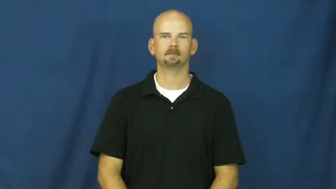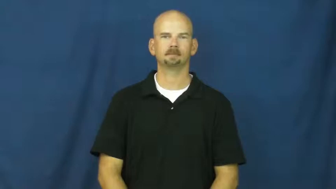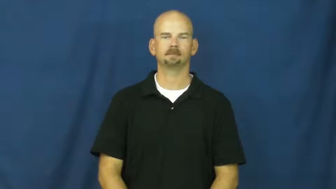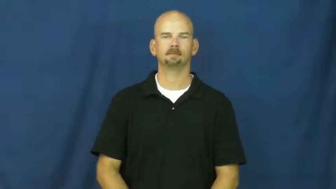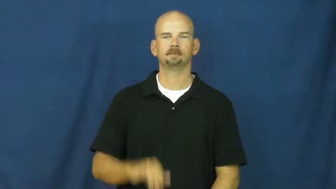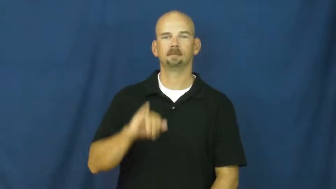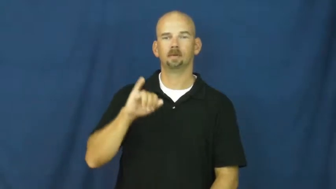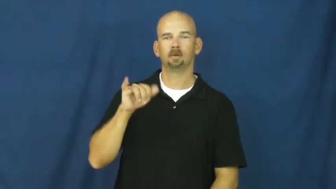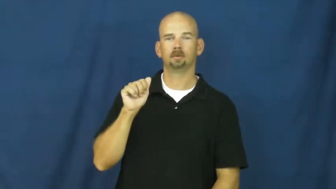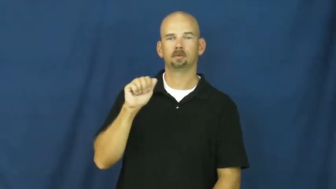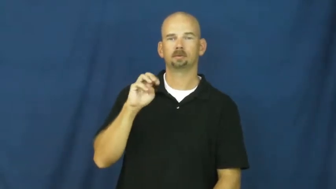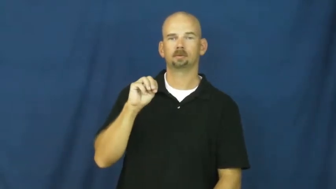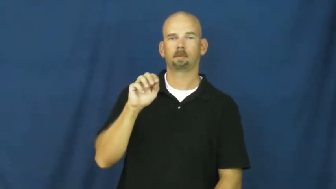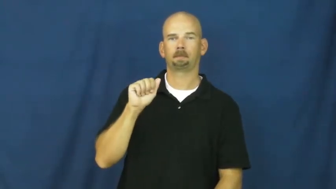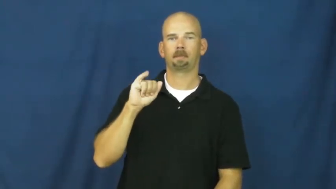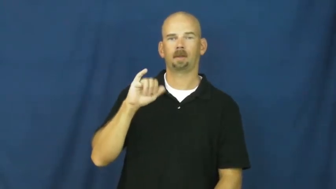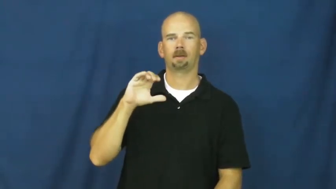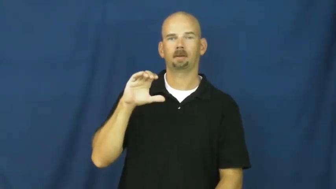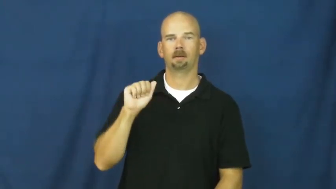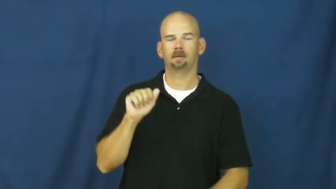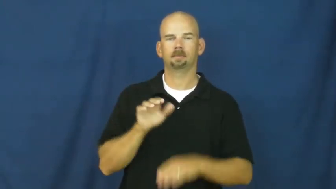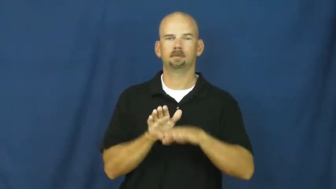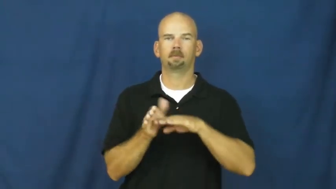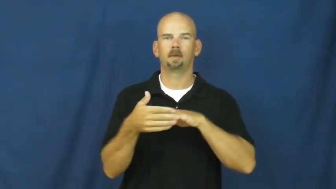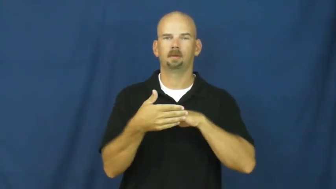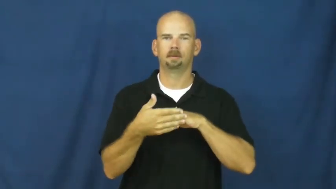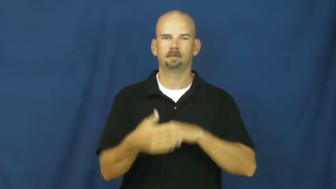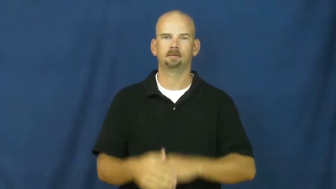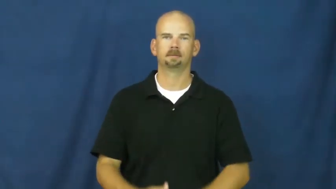jamaica